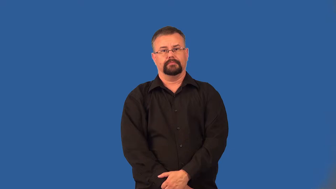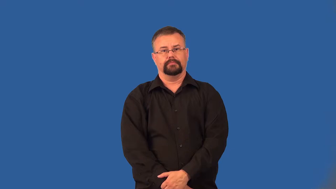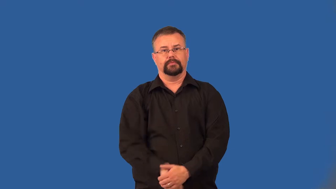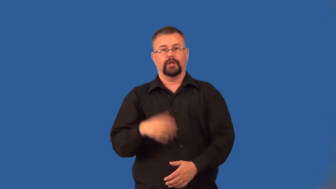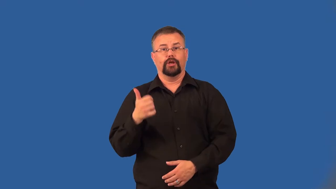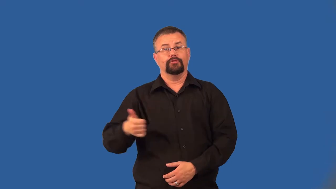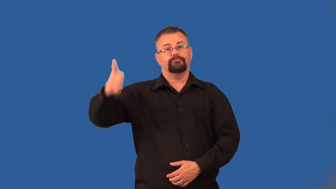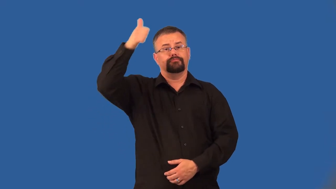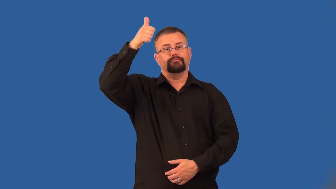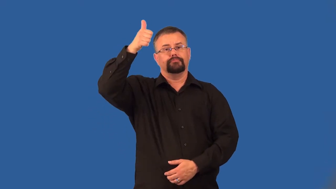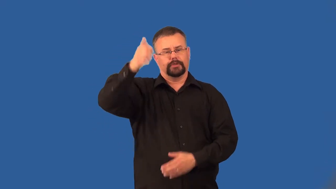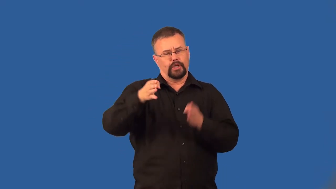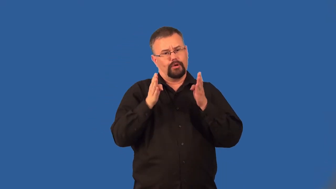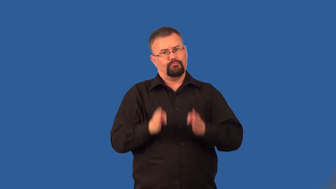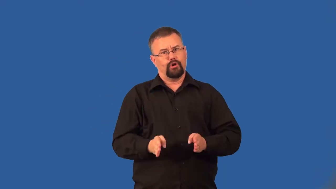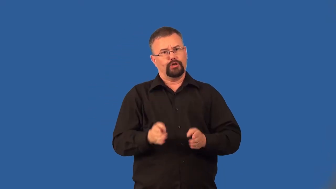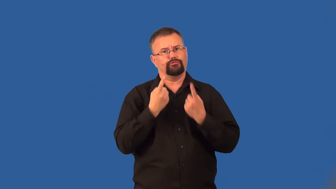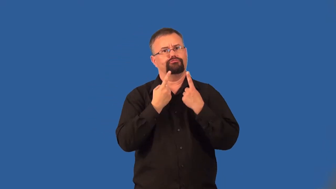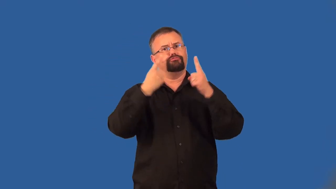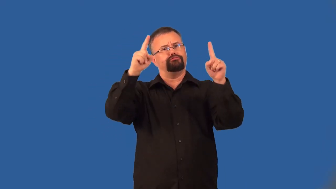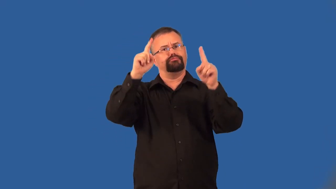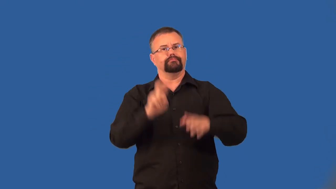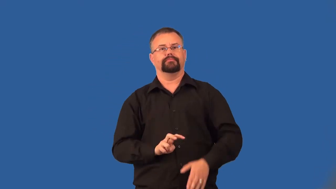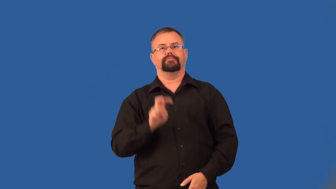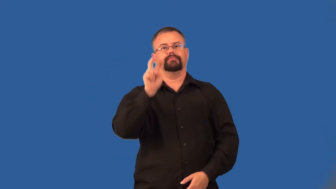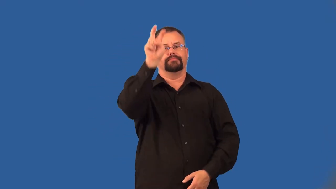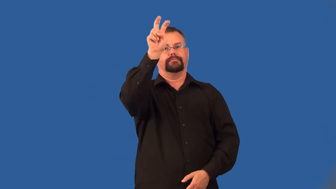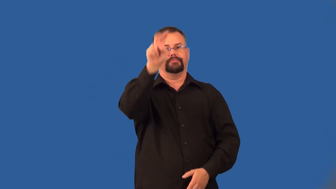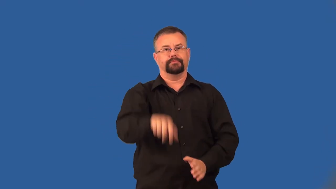incumbent